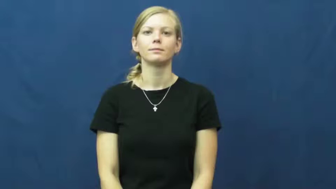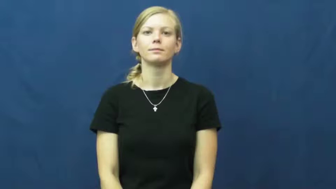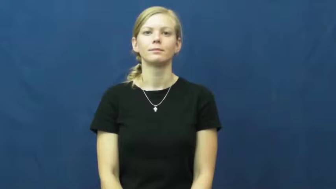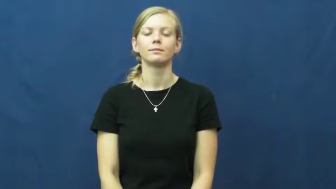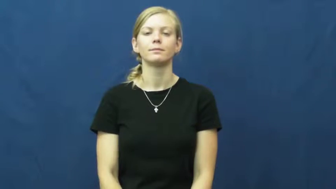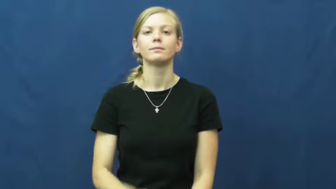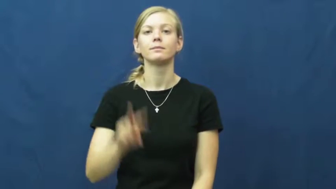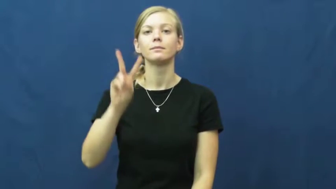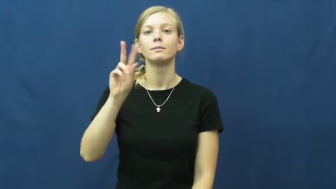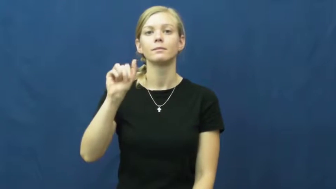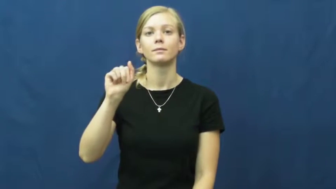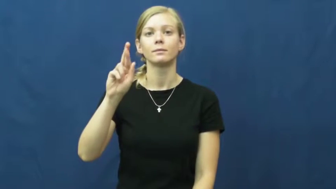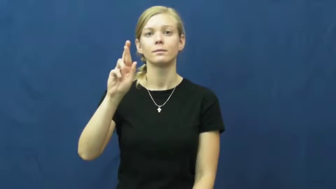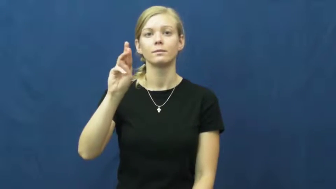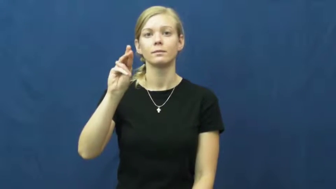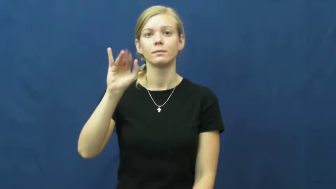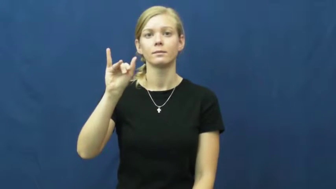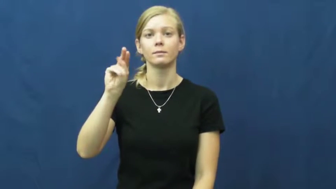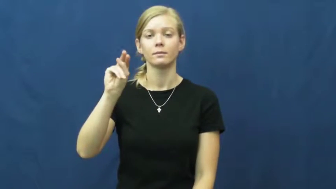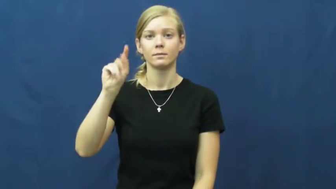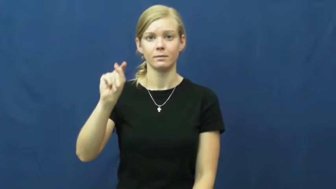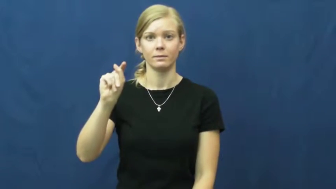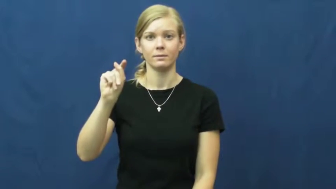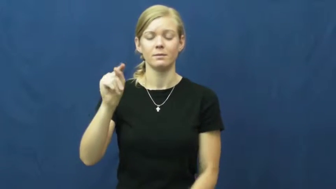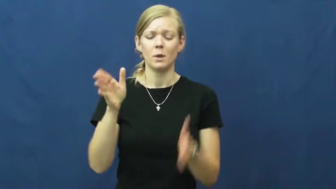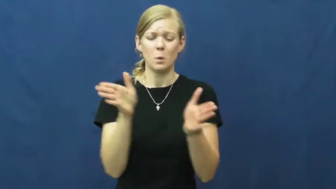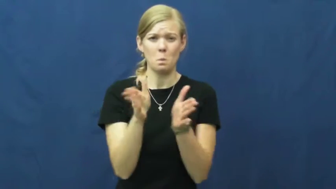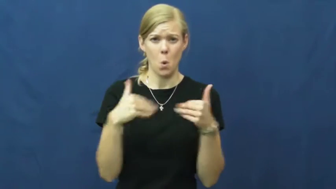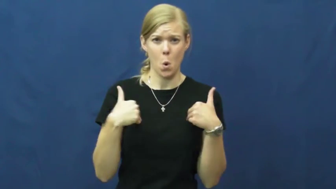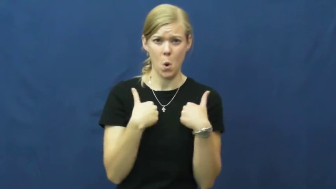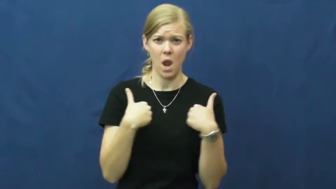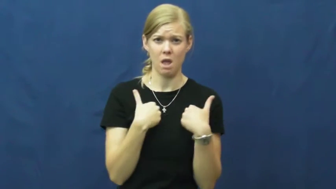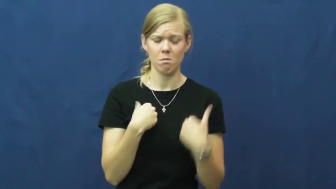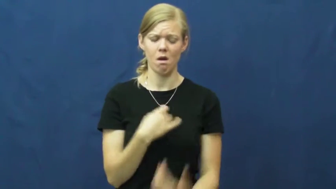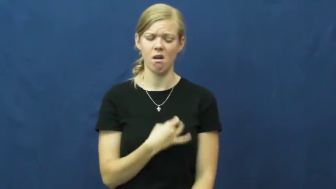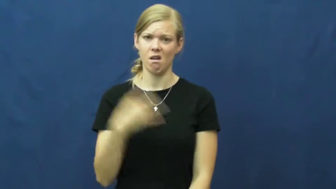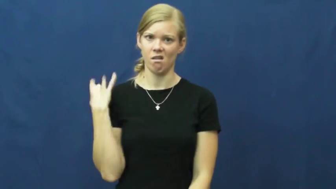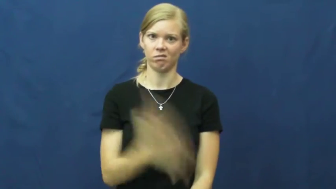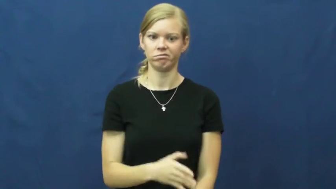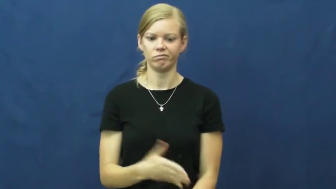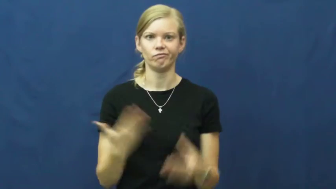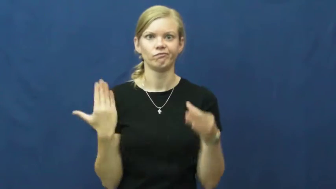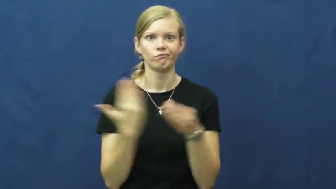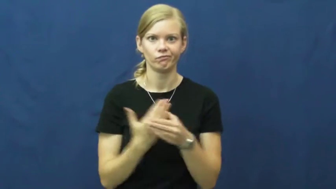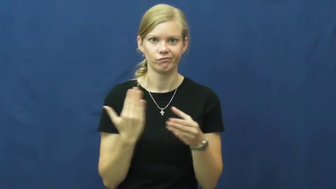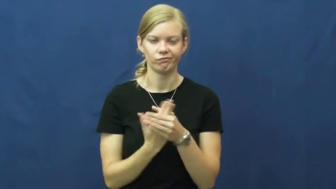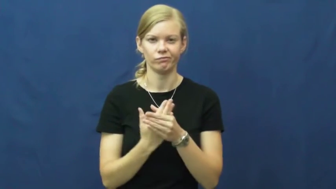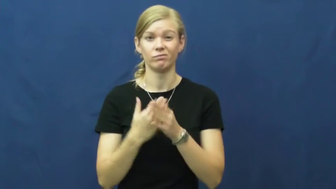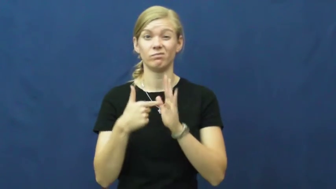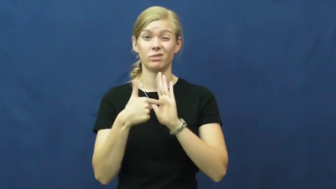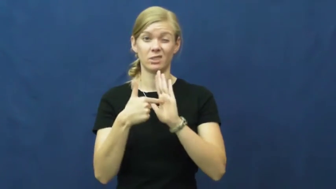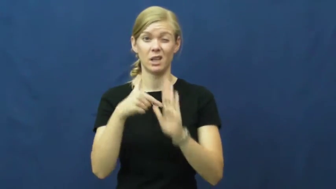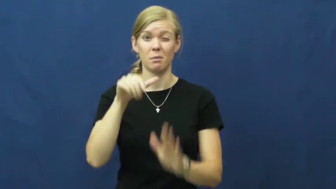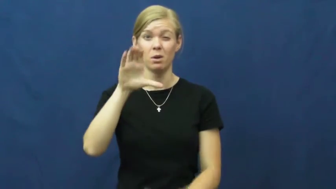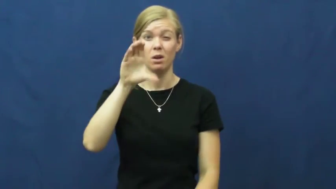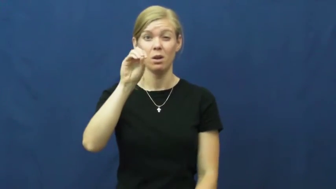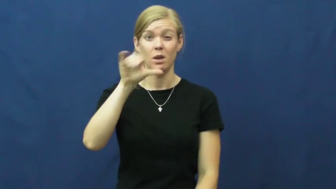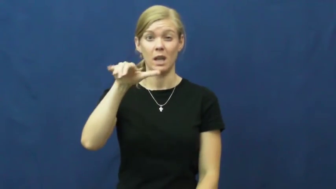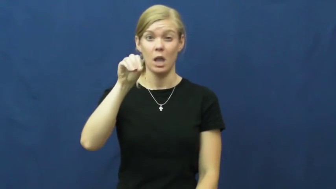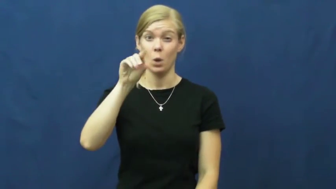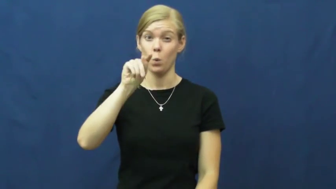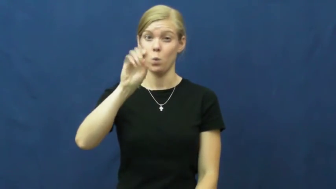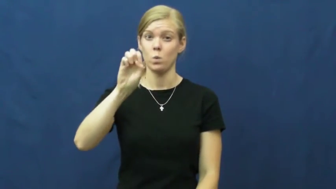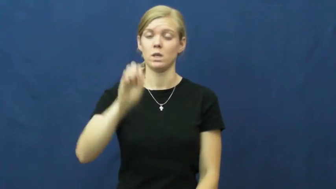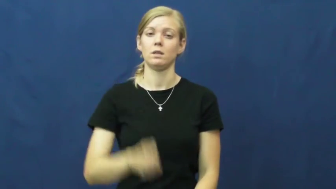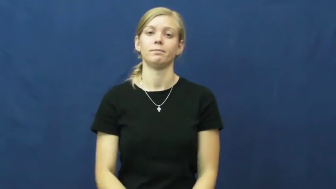varmint